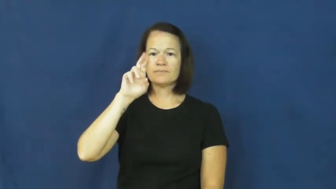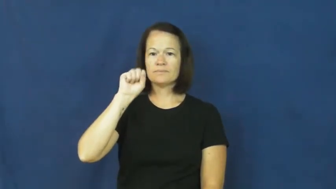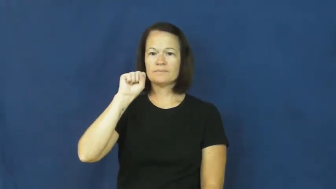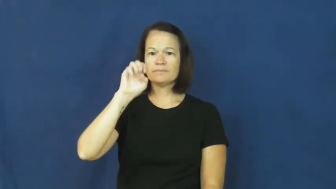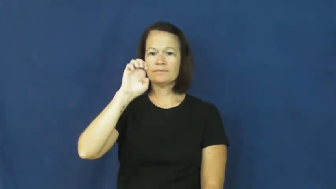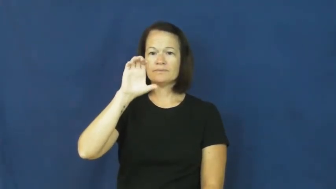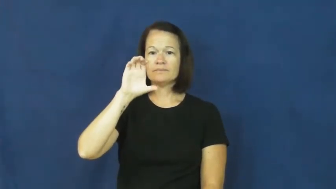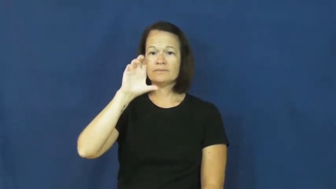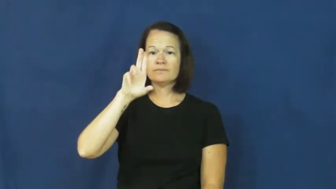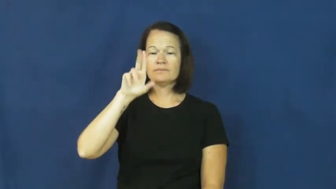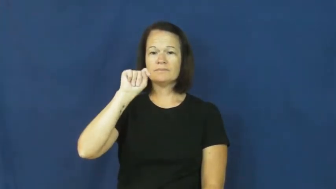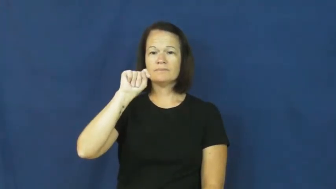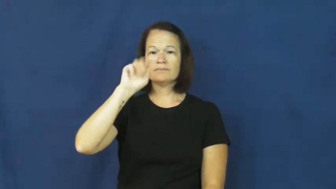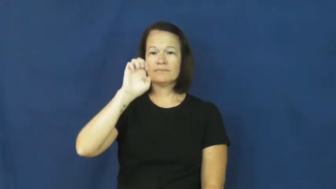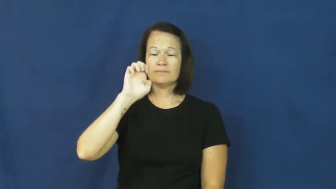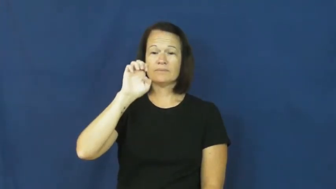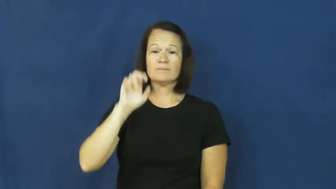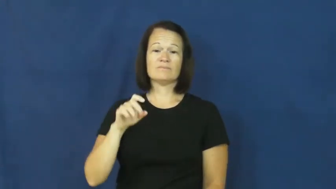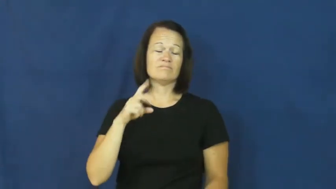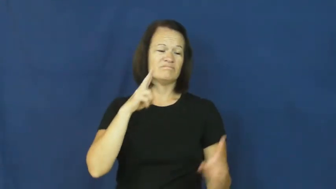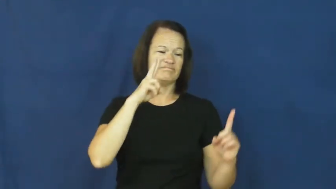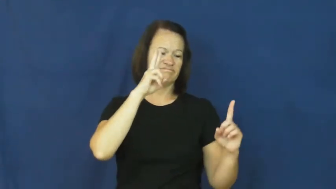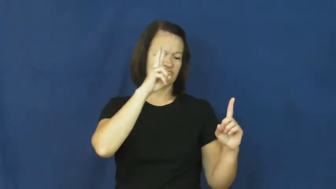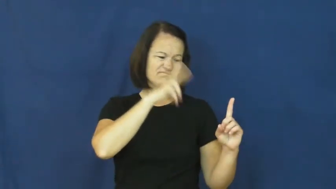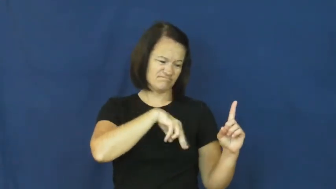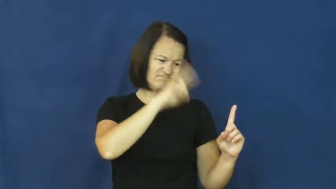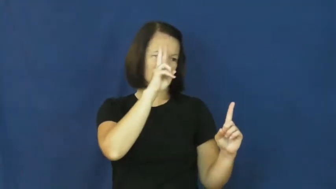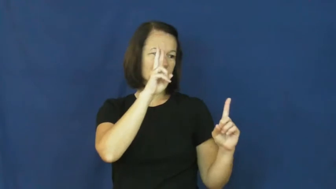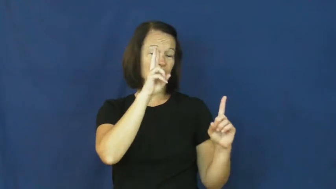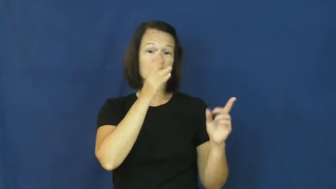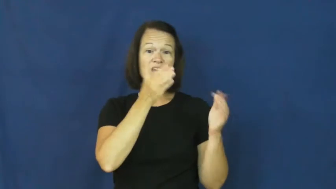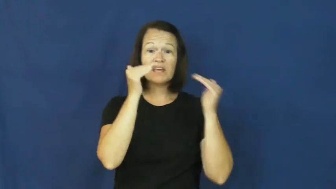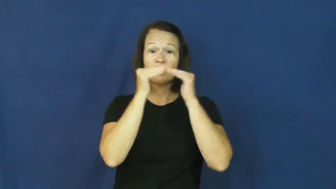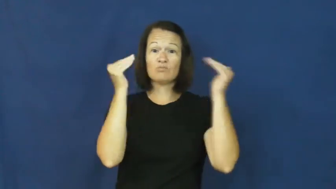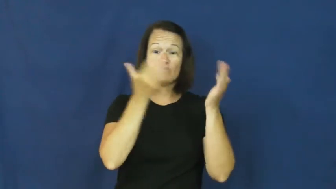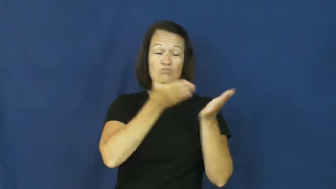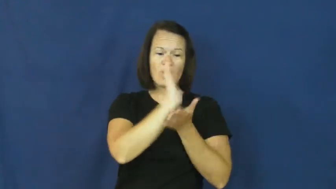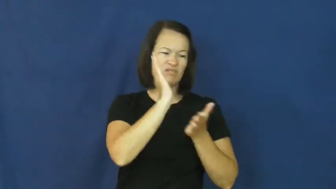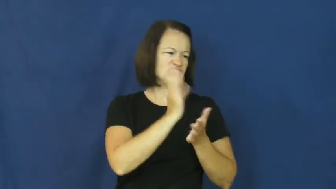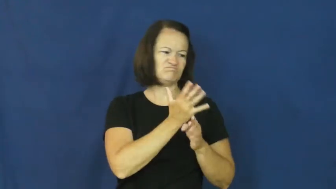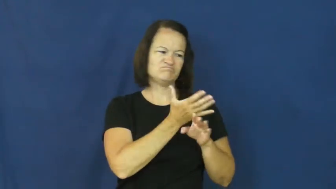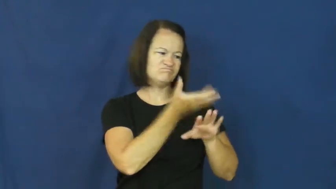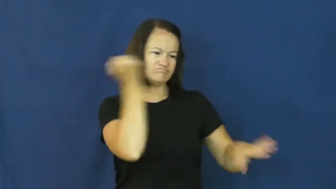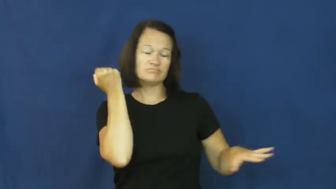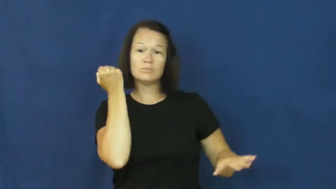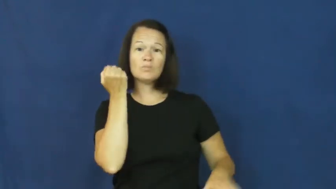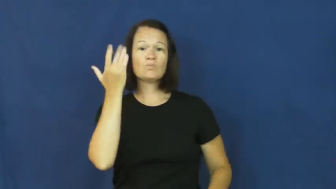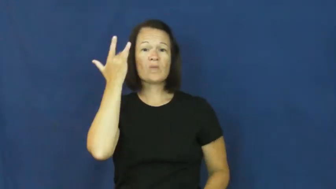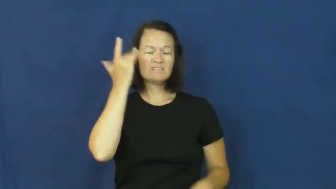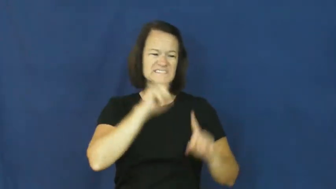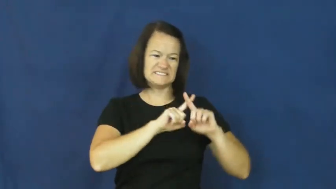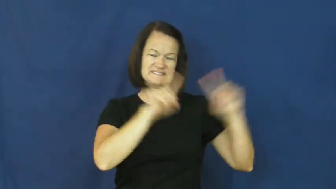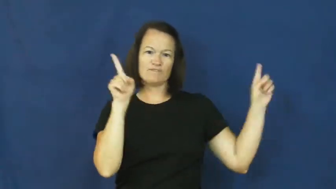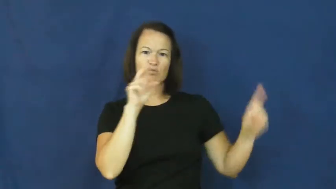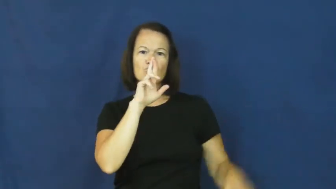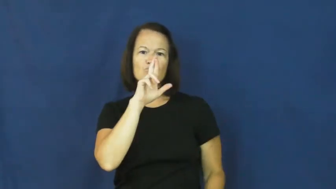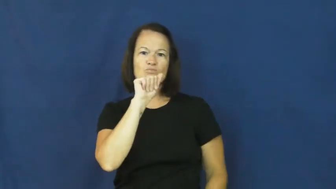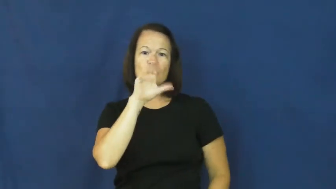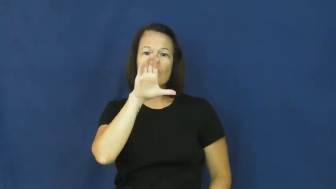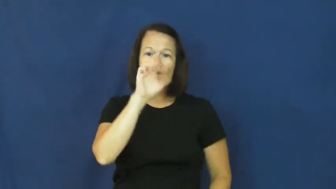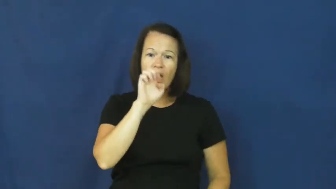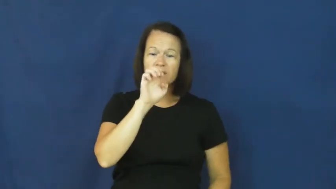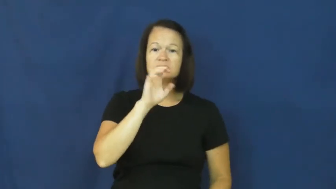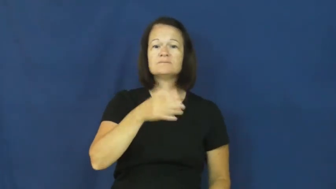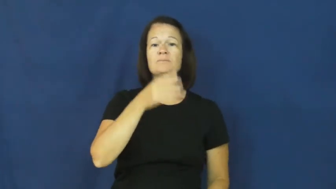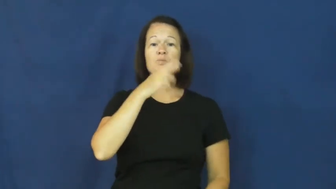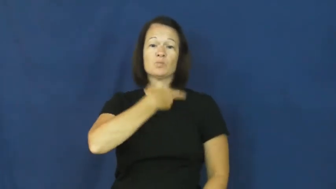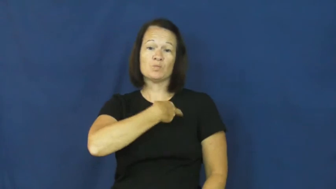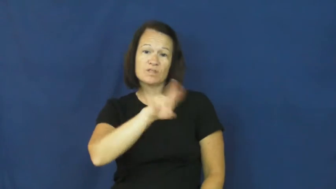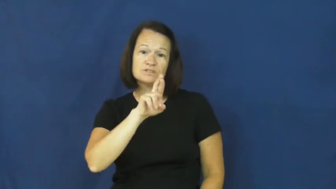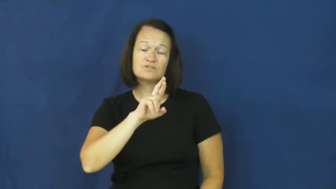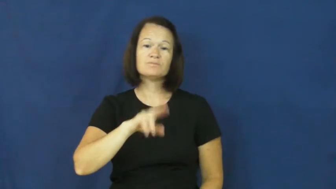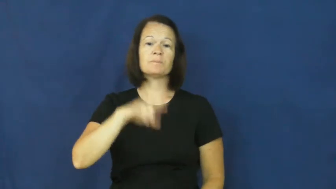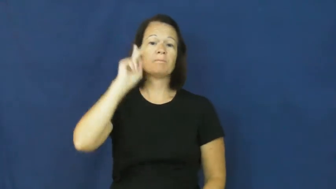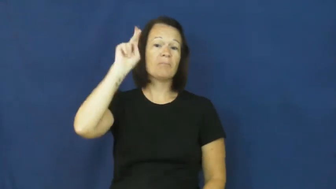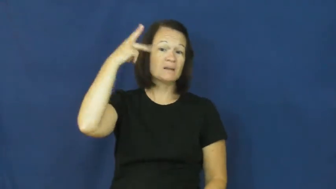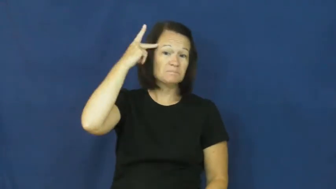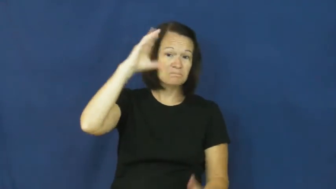persecute-treat bad